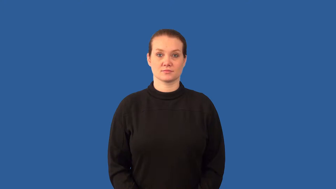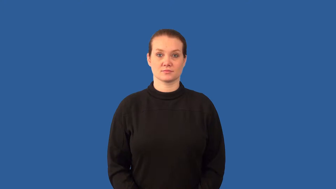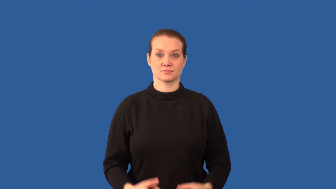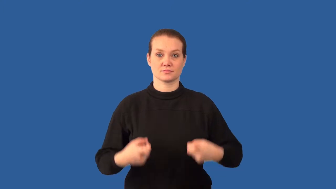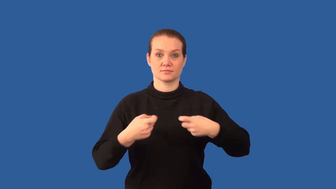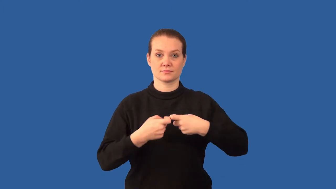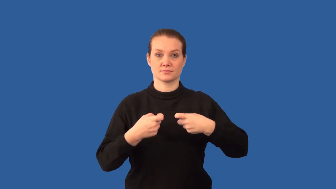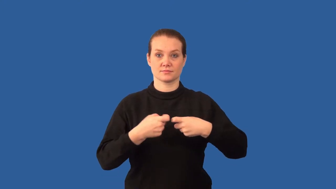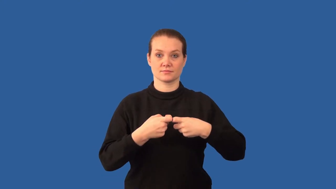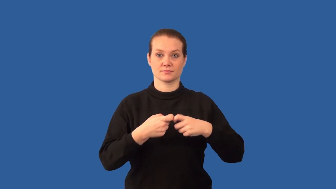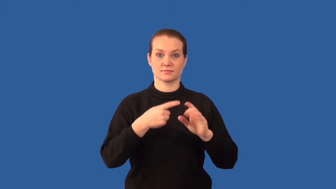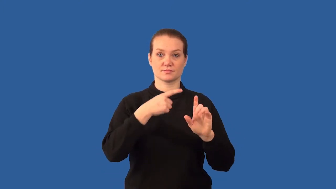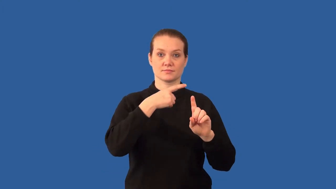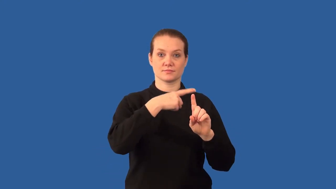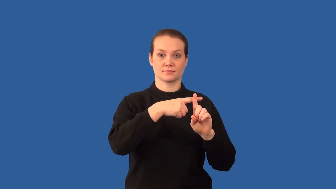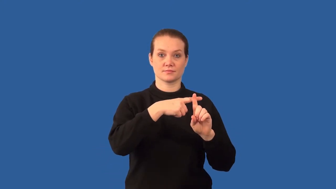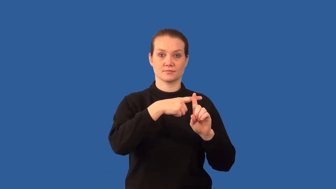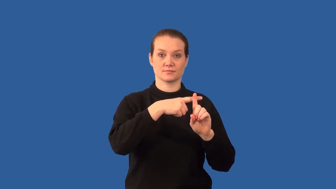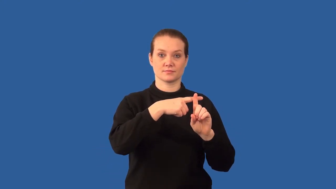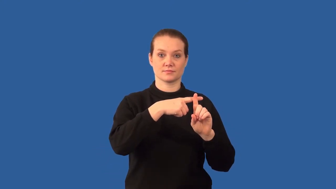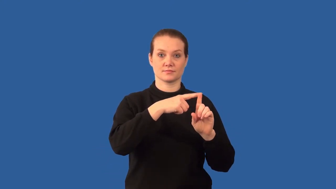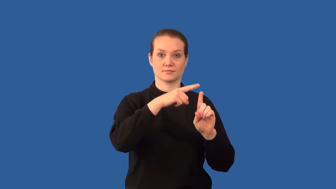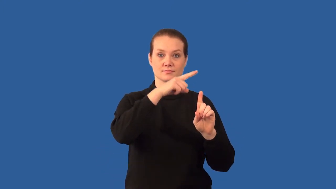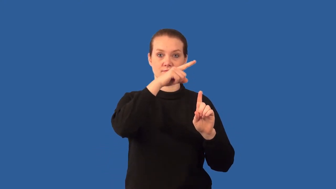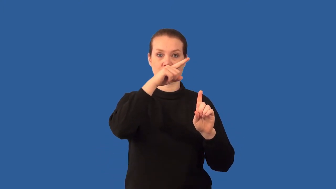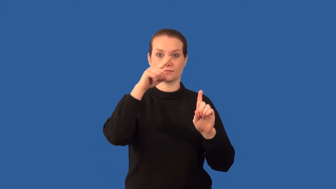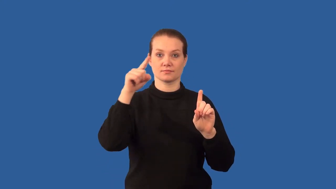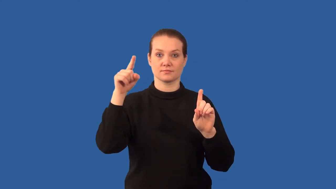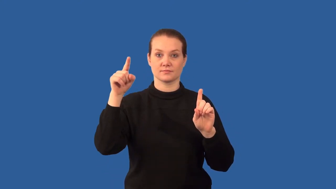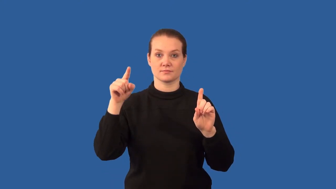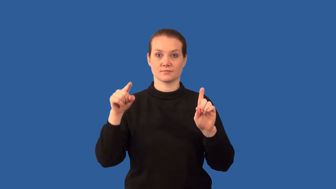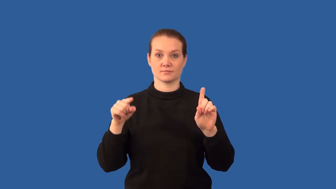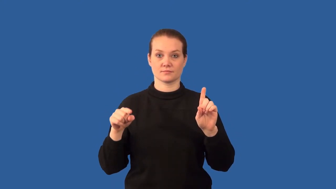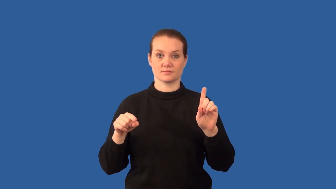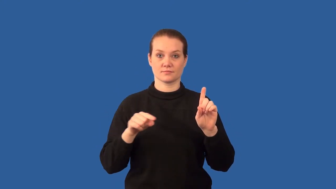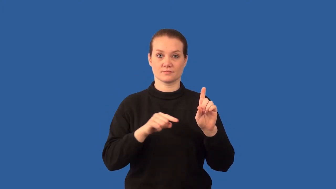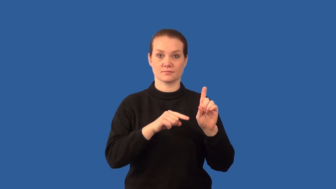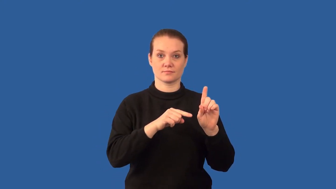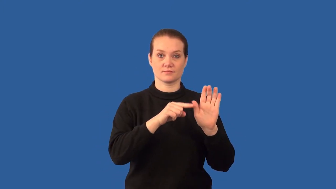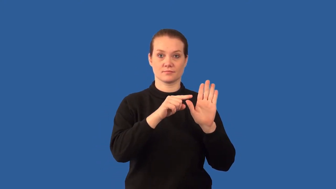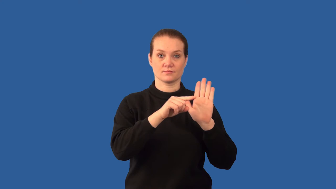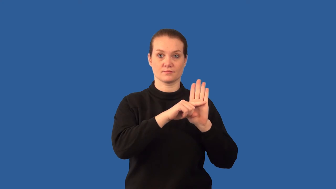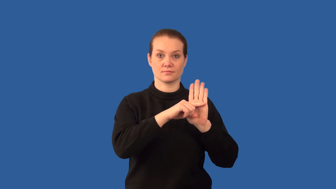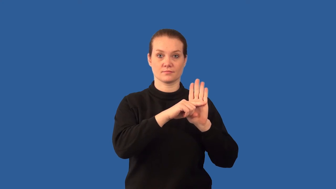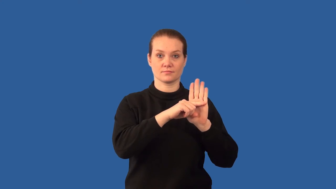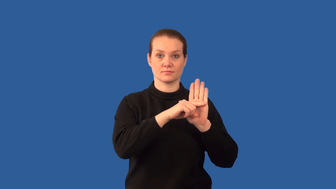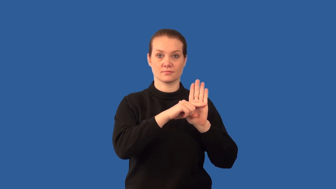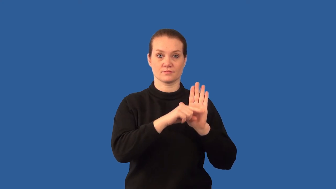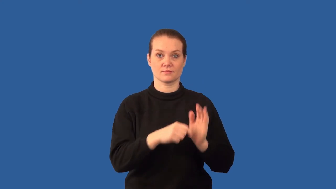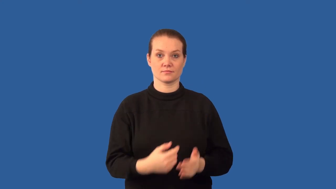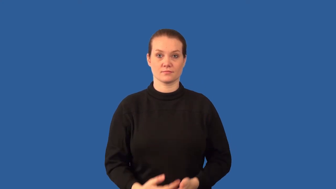conventional- current